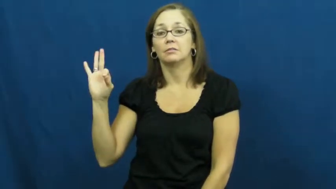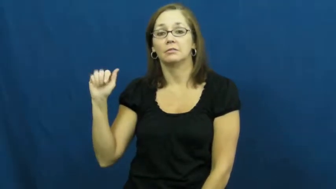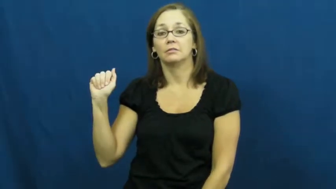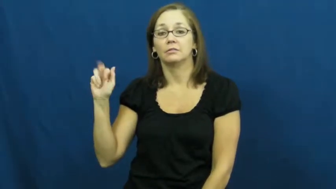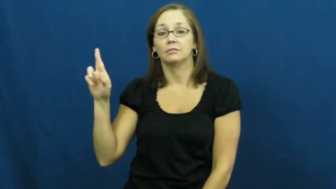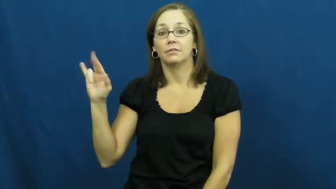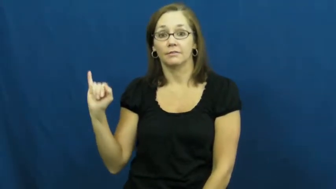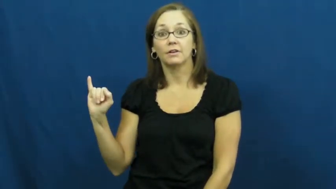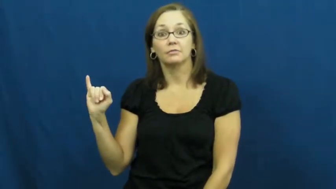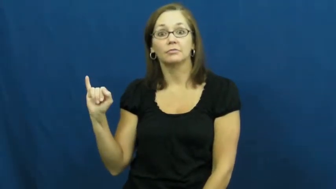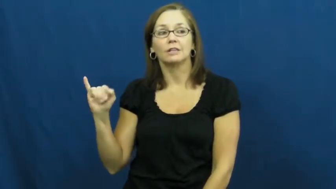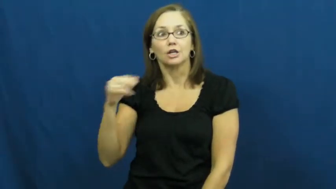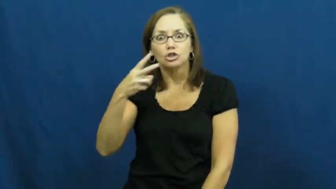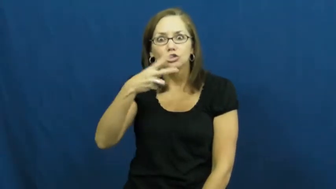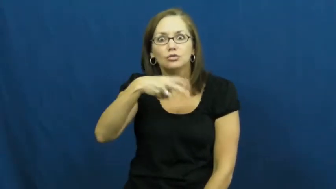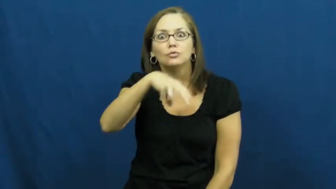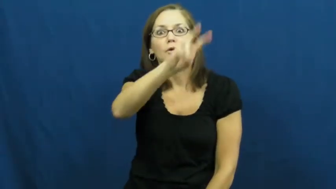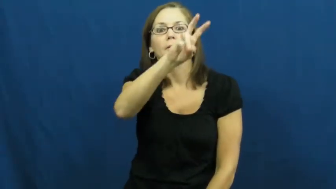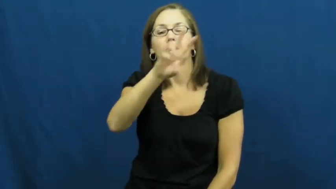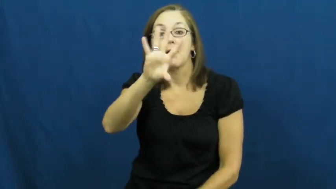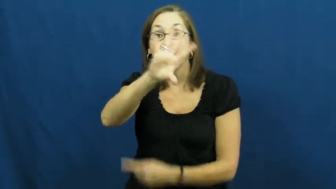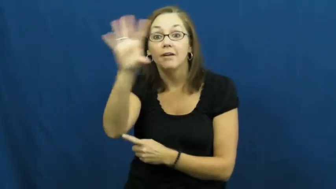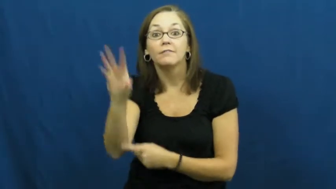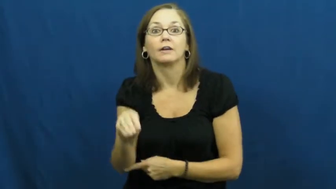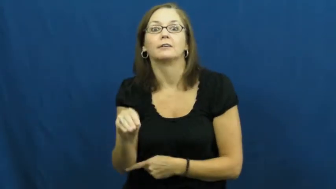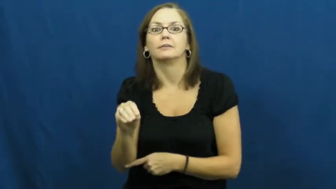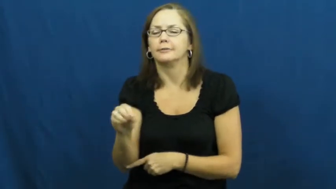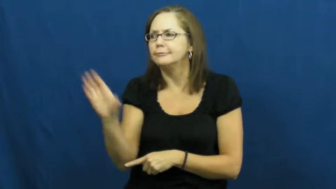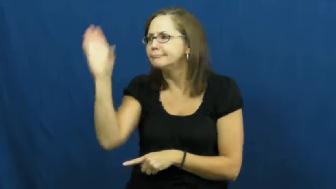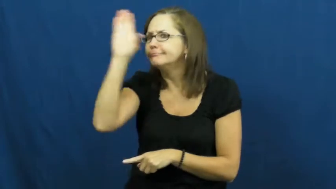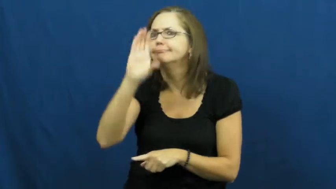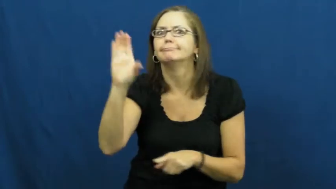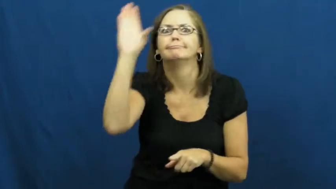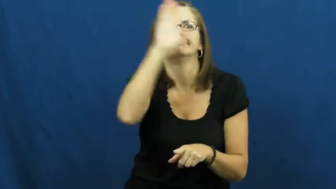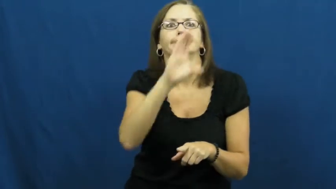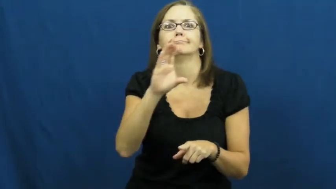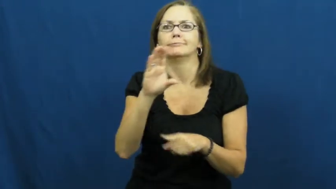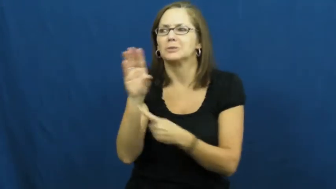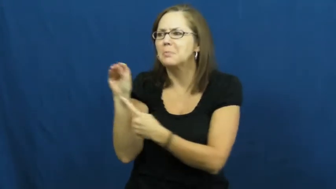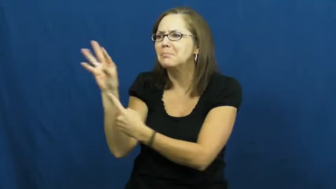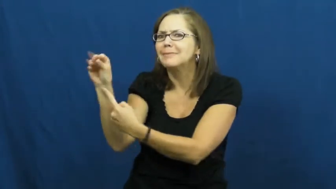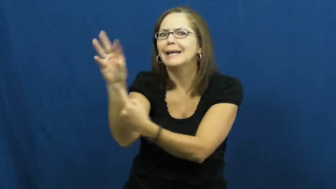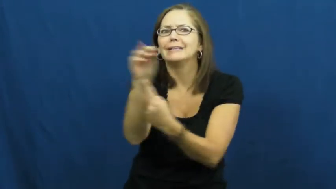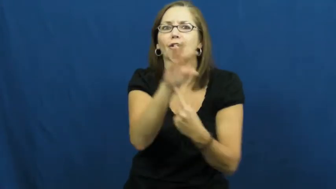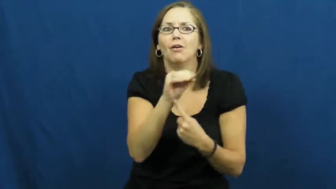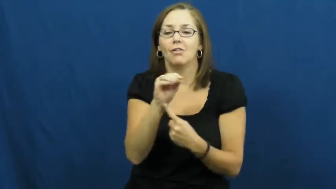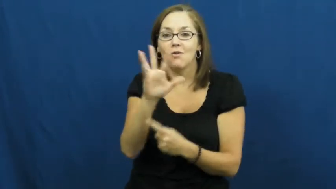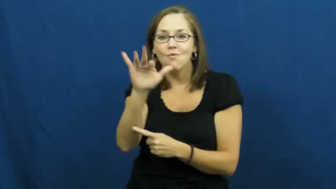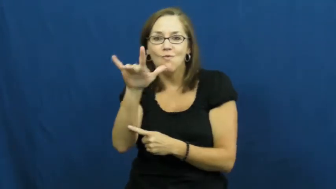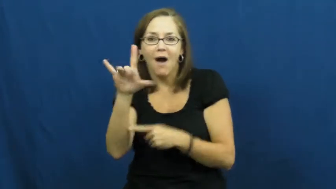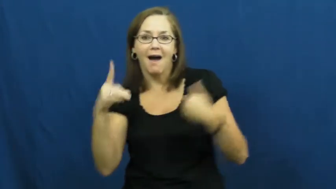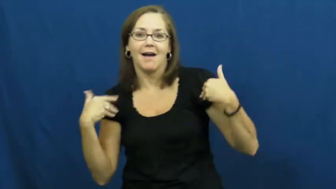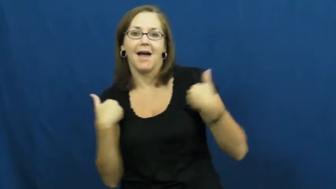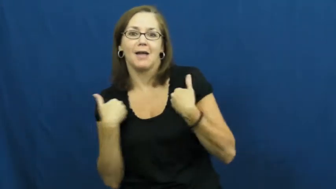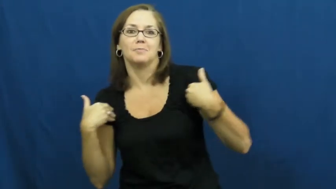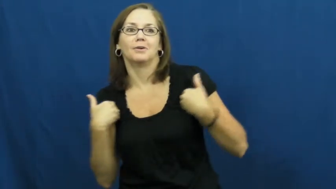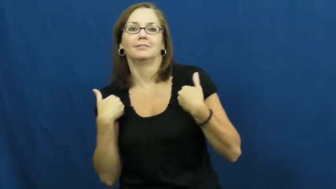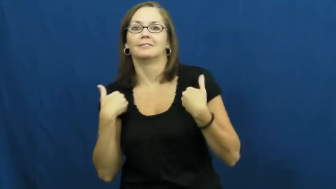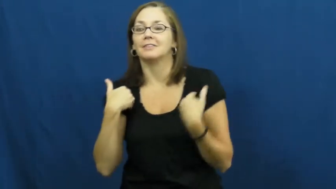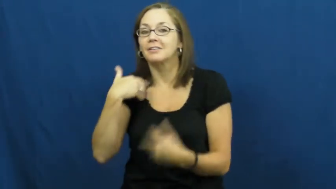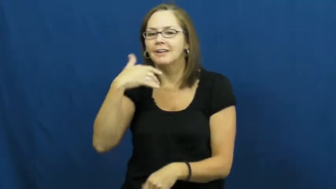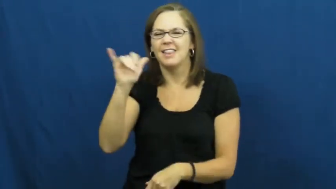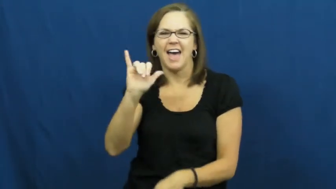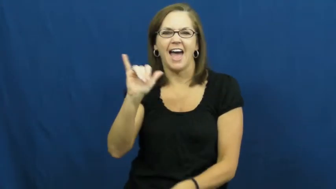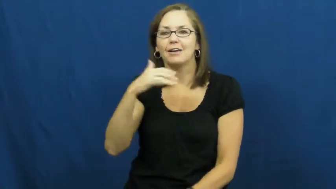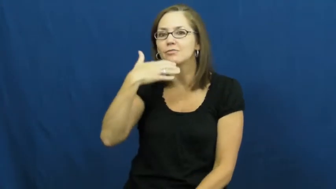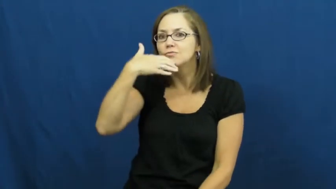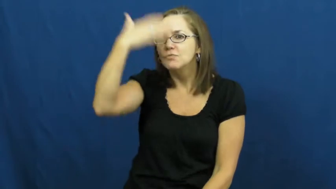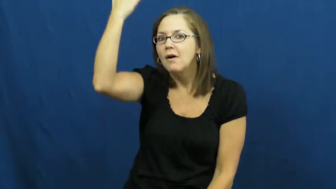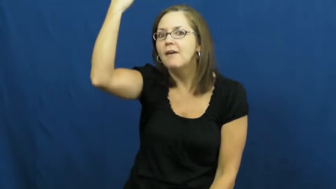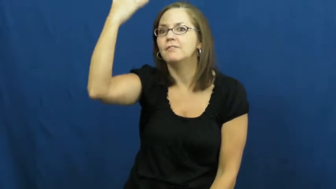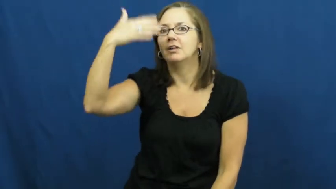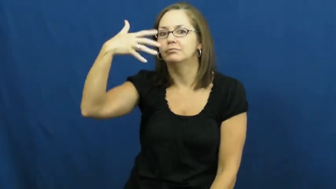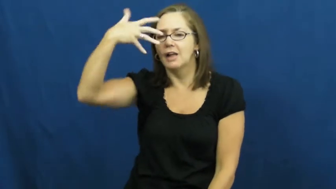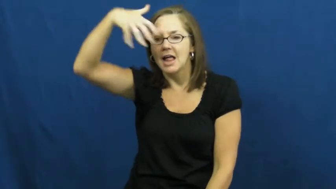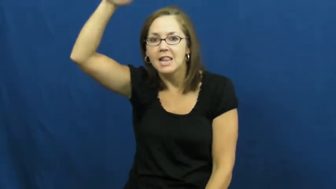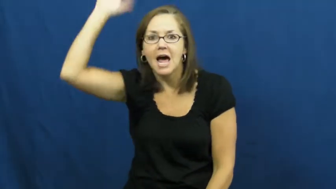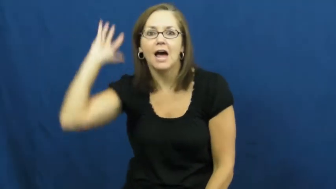safari